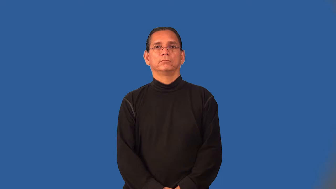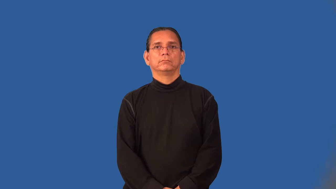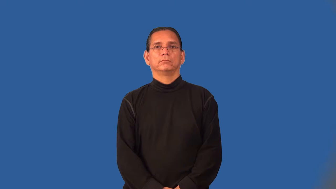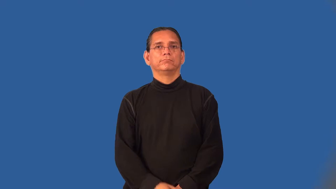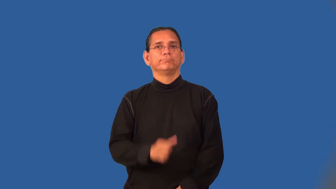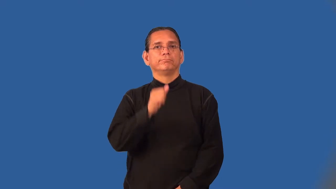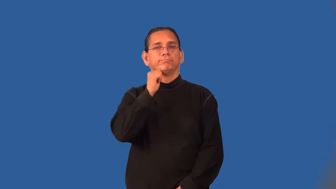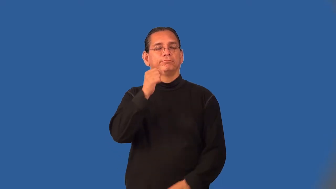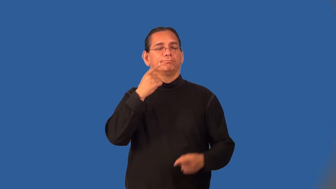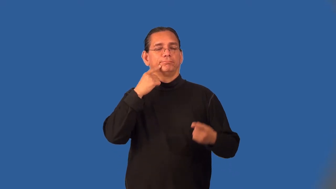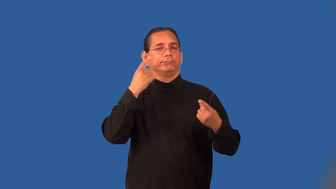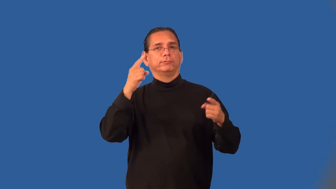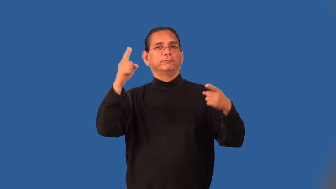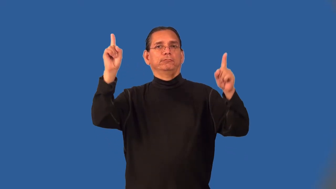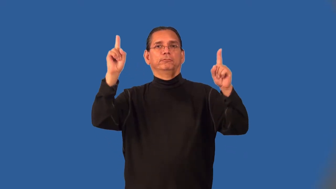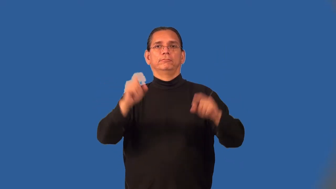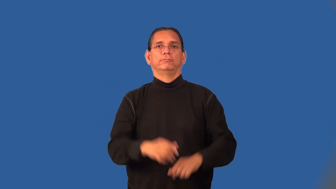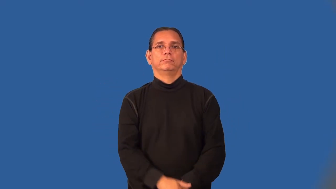unsuccessful